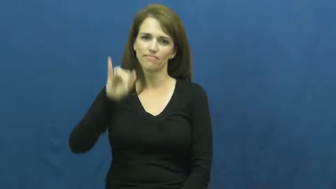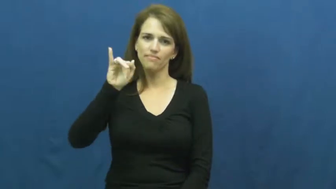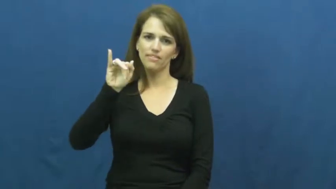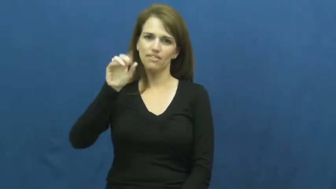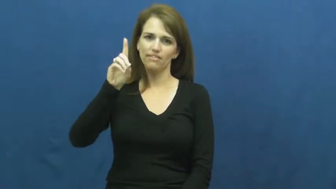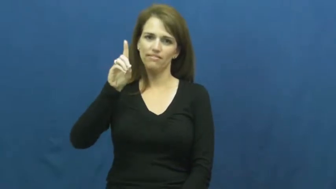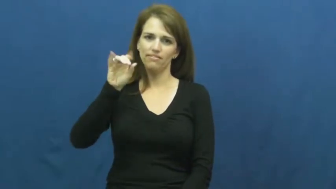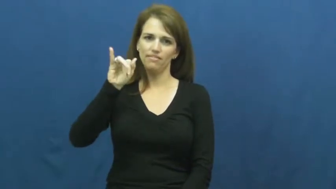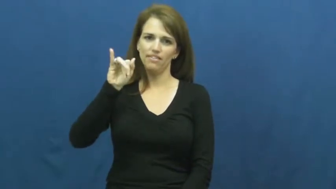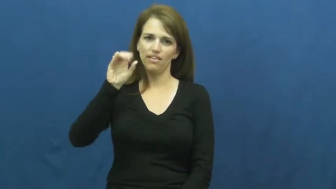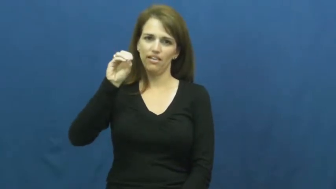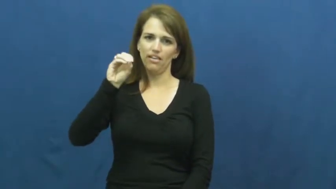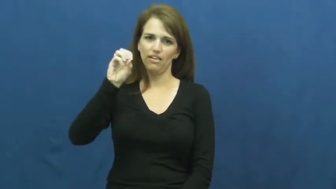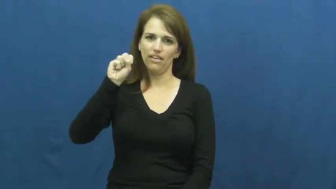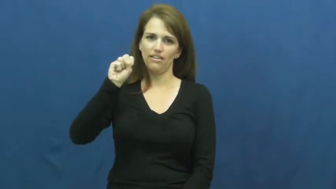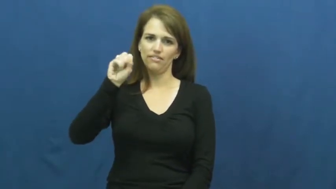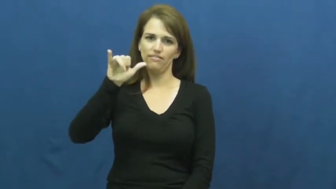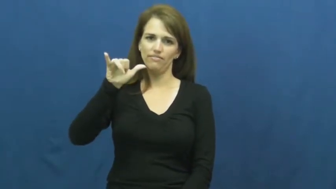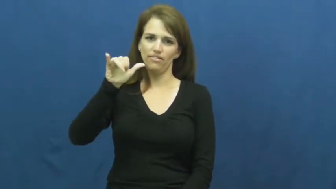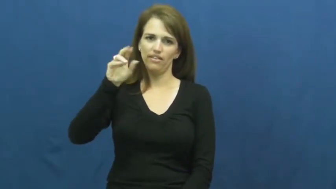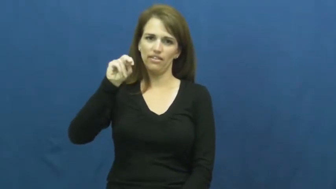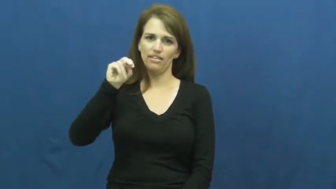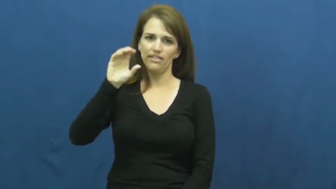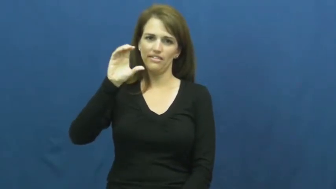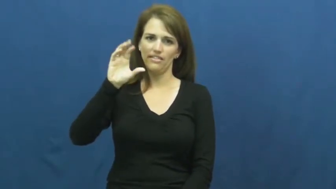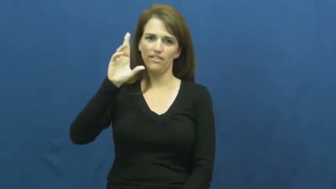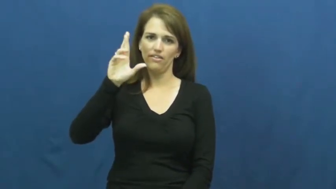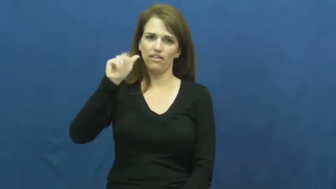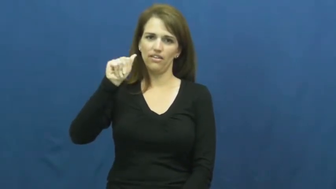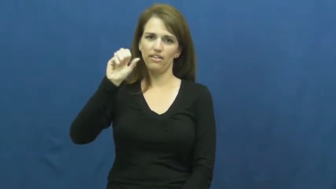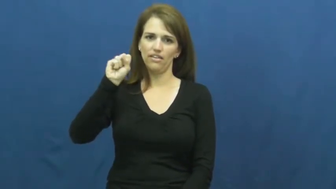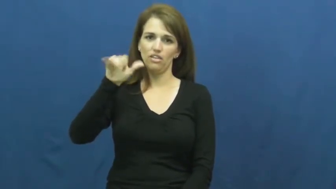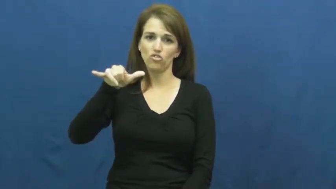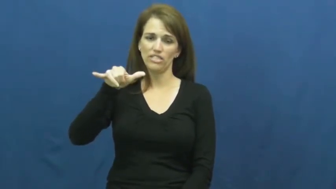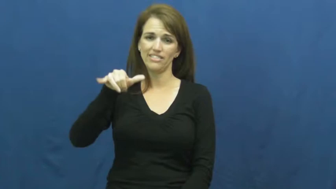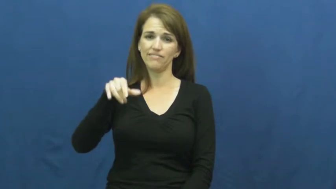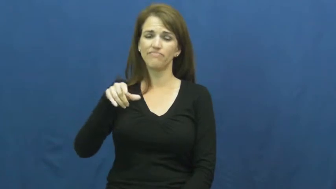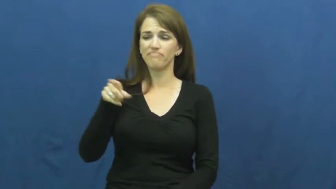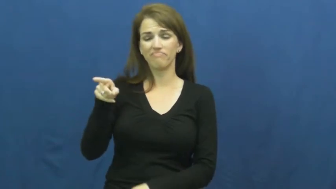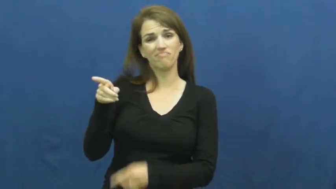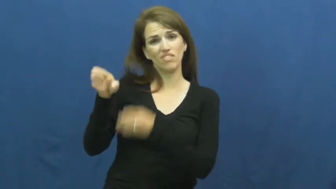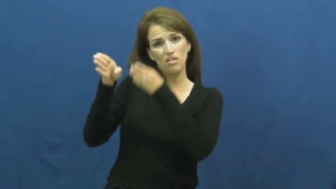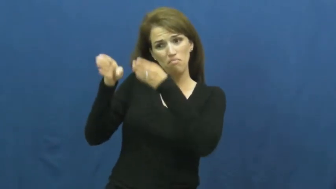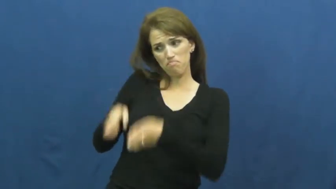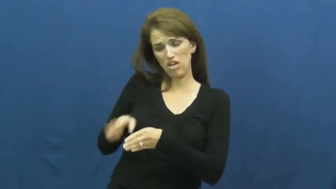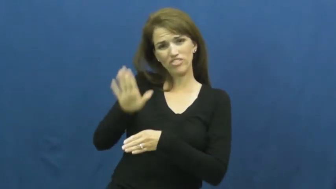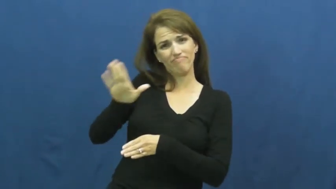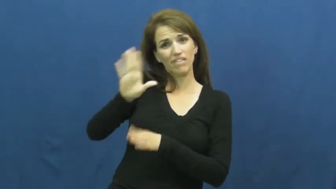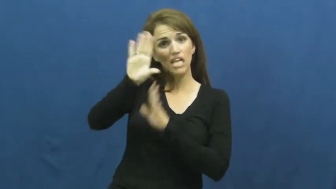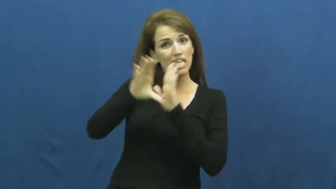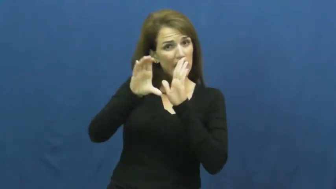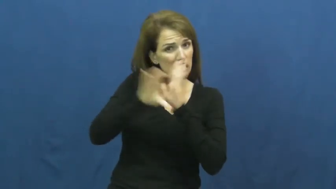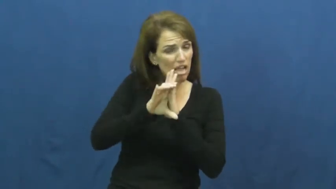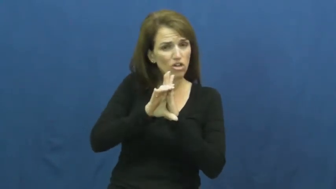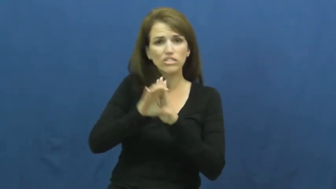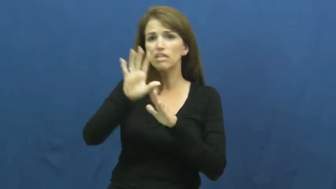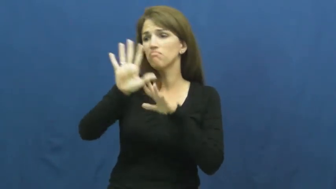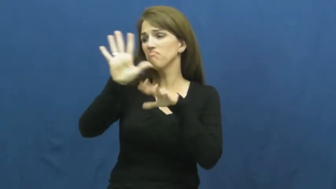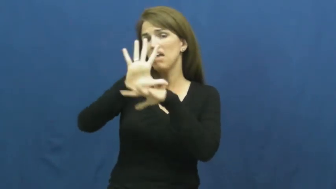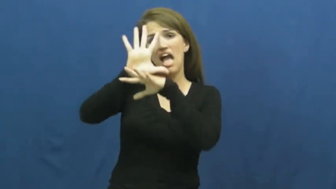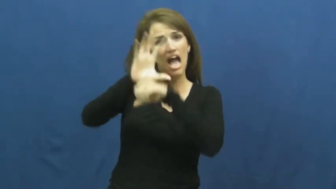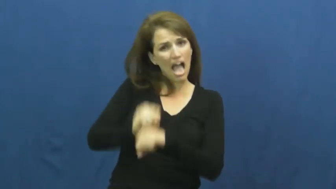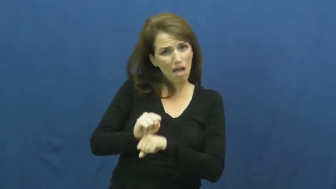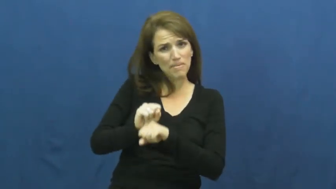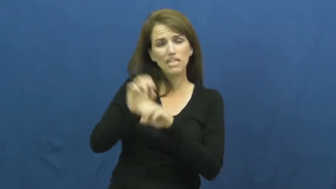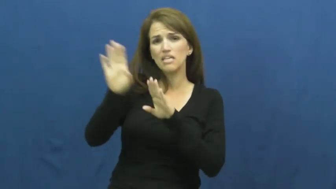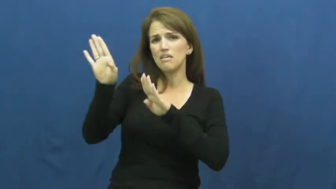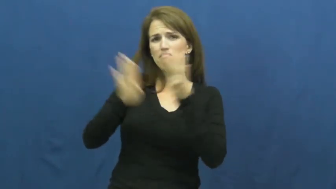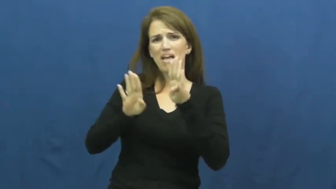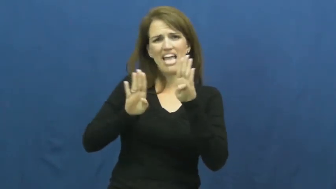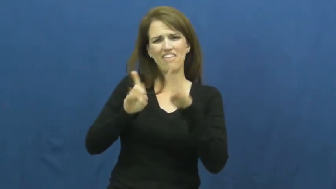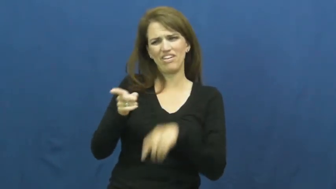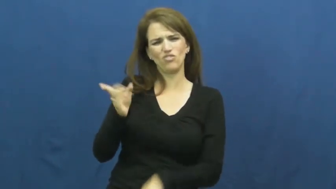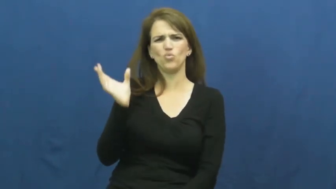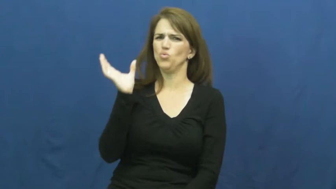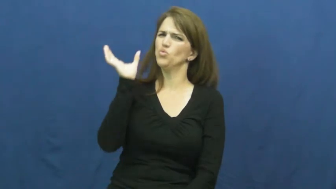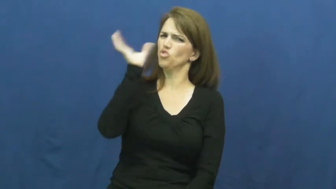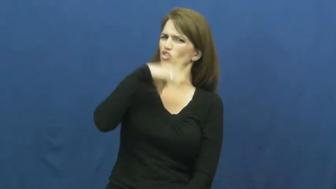idiosyncrasy